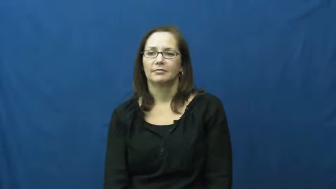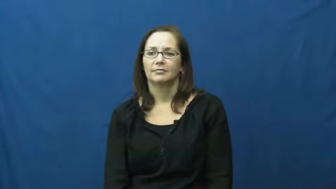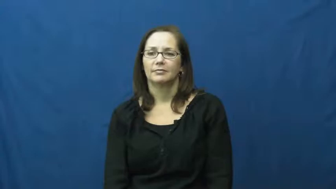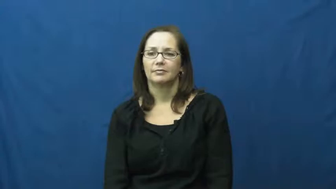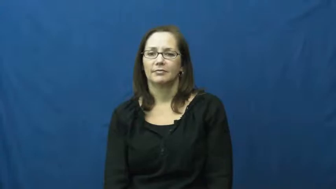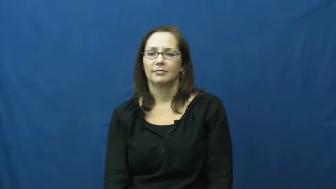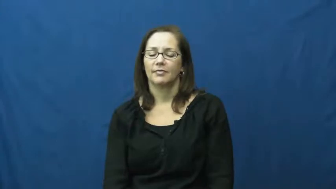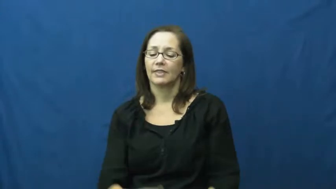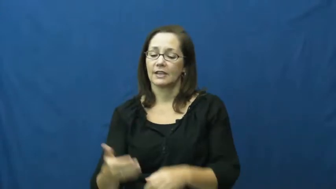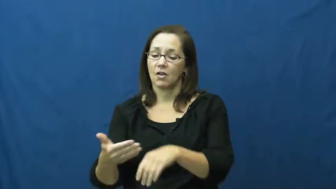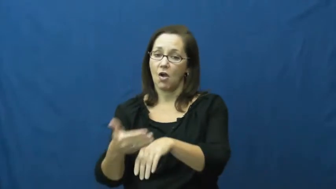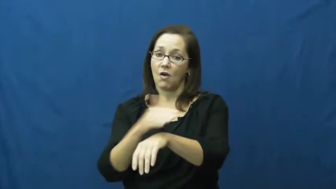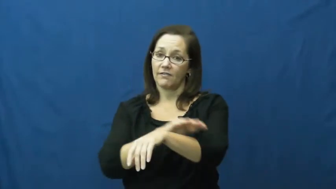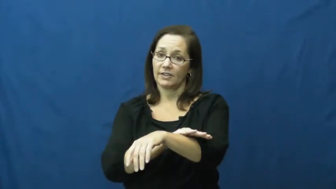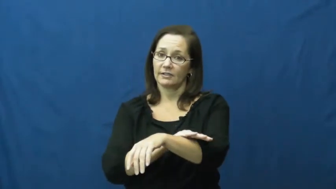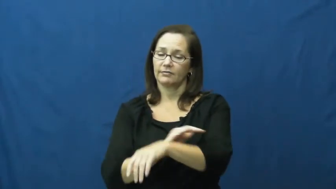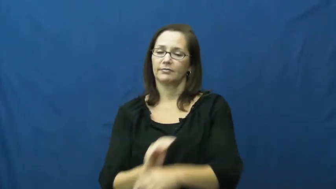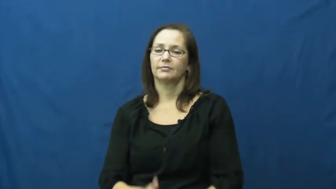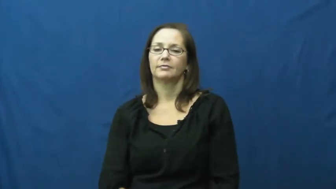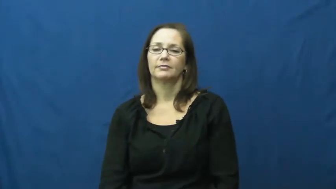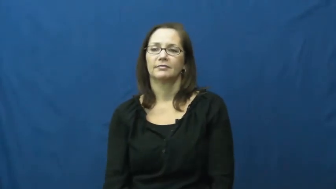shroud-verb